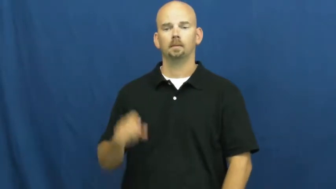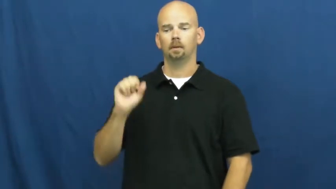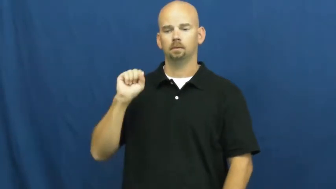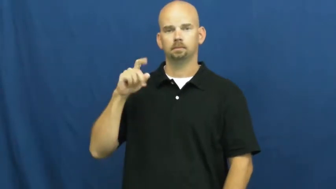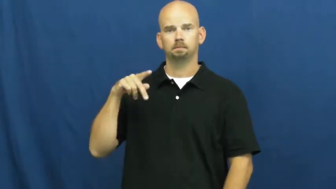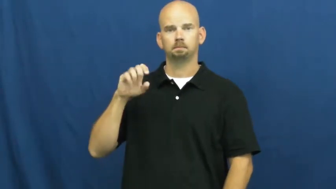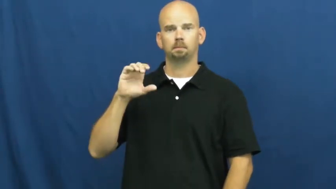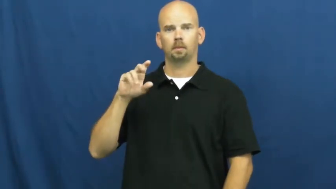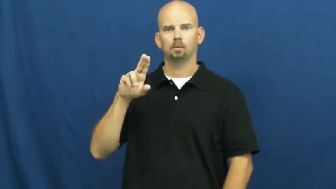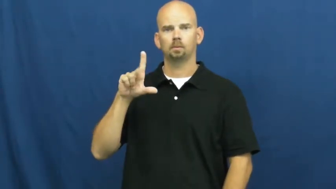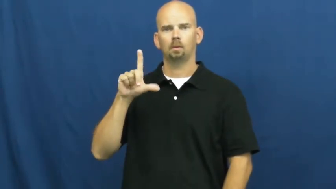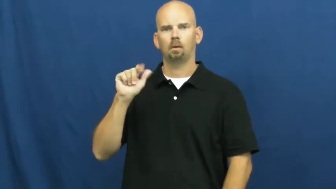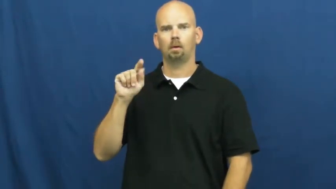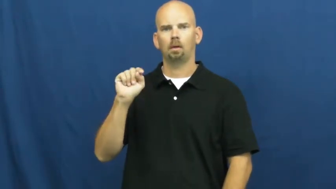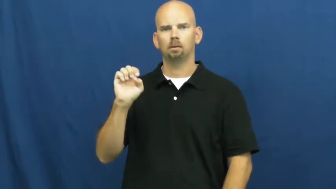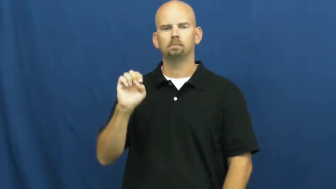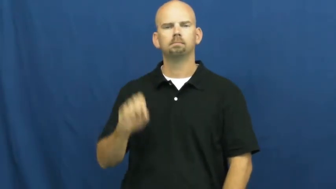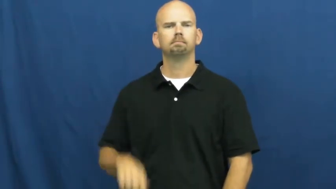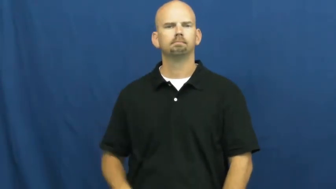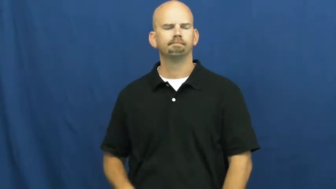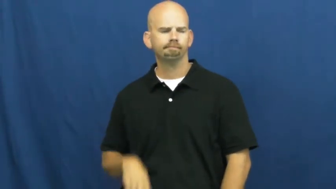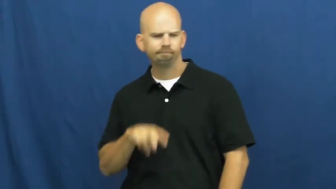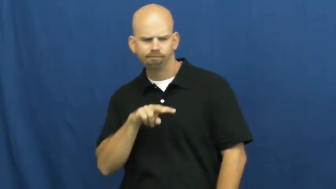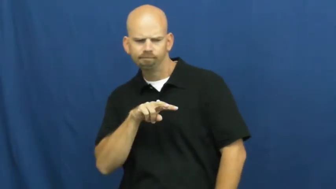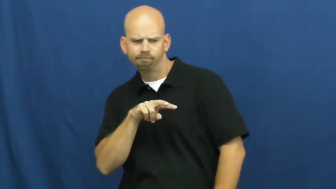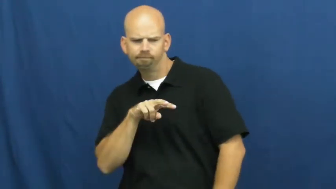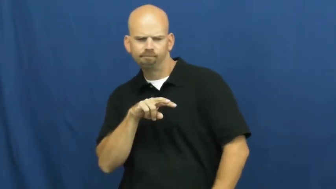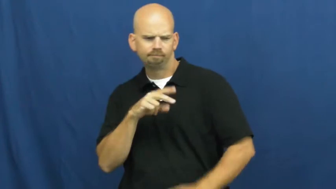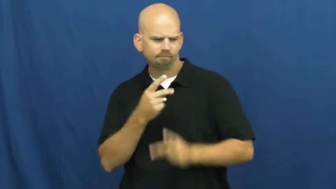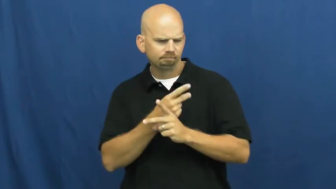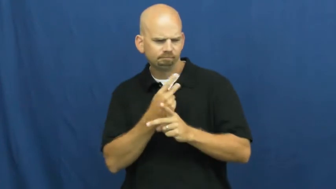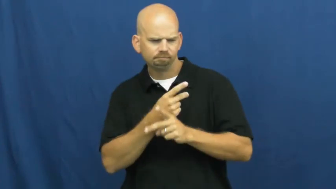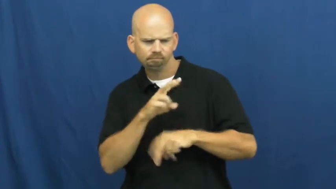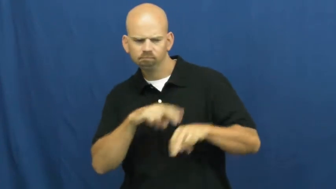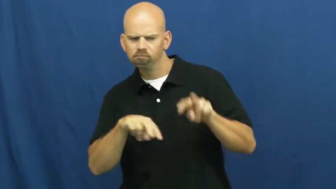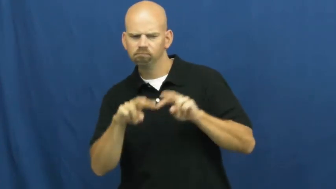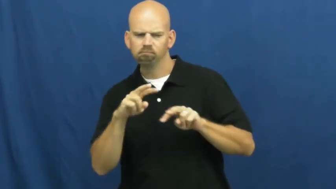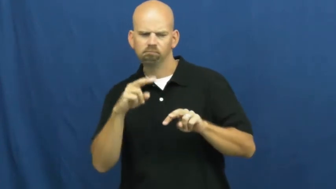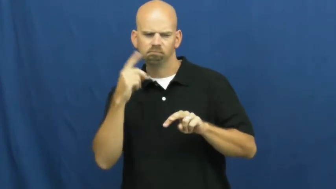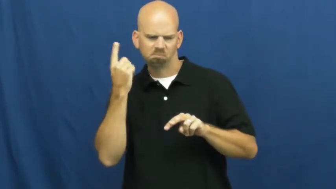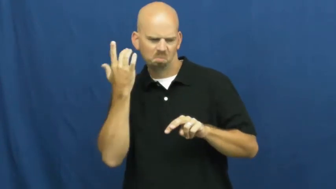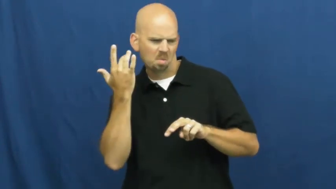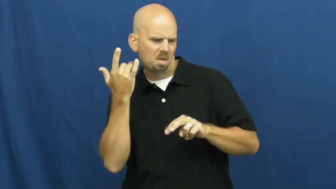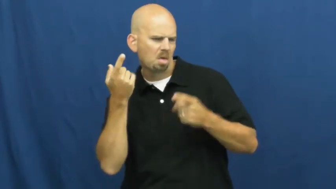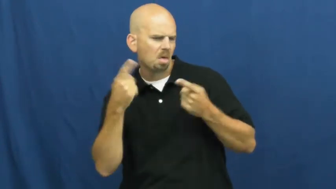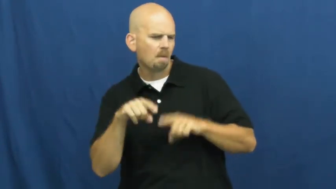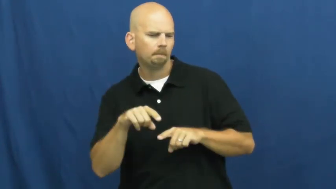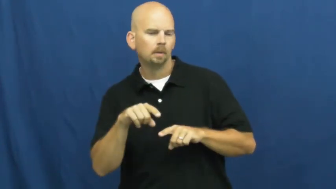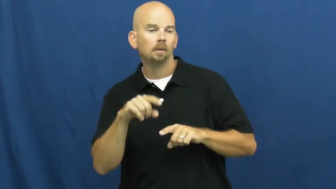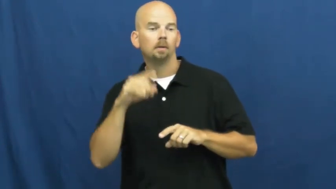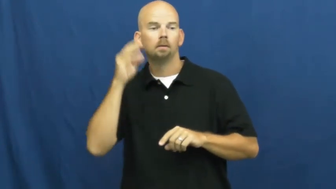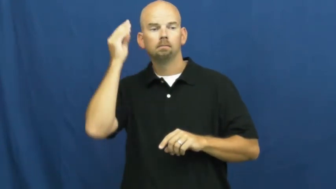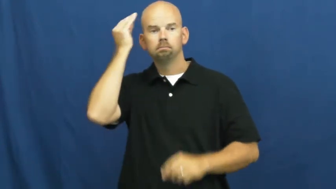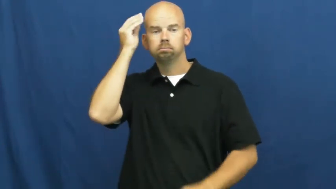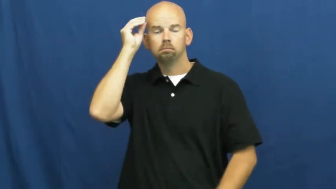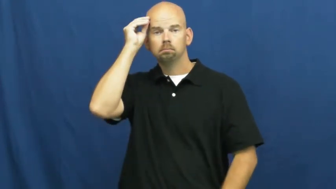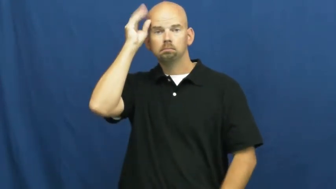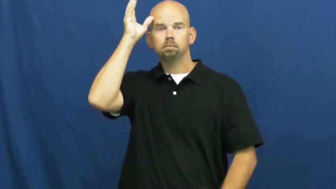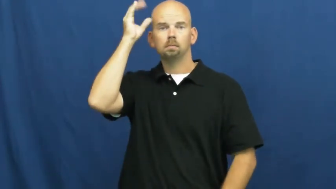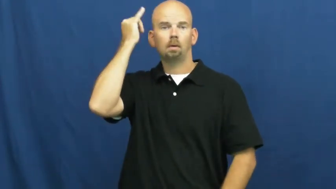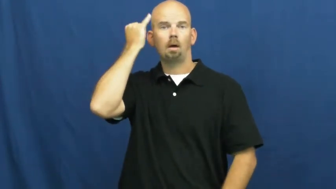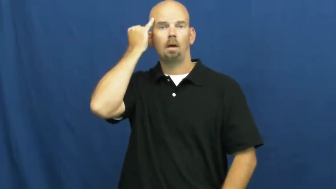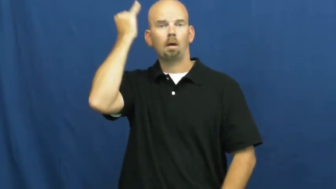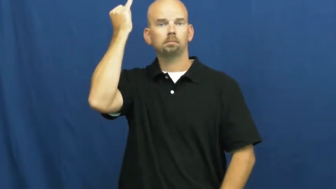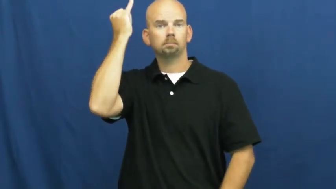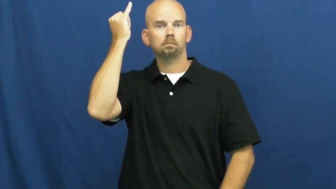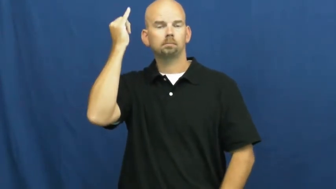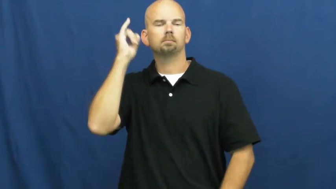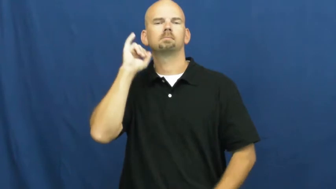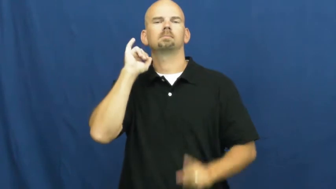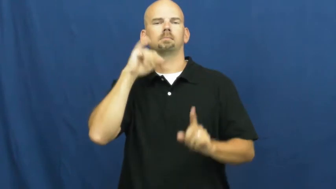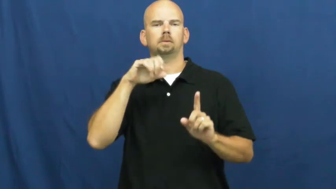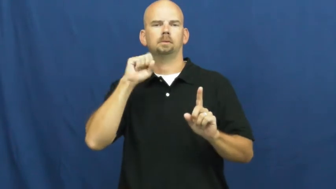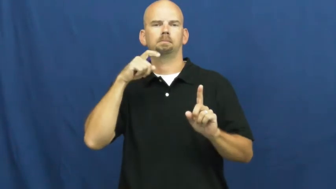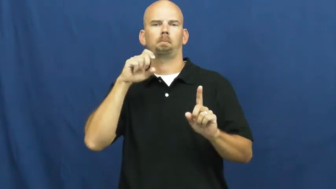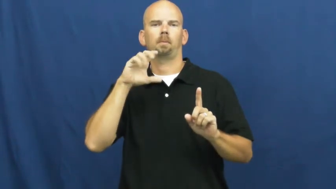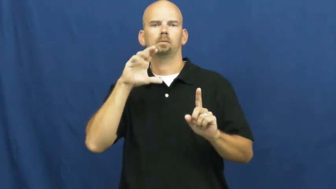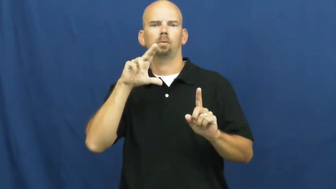speculate